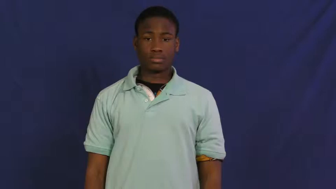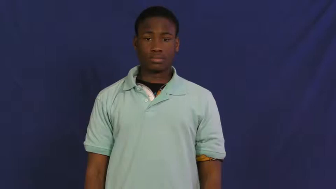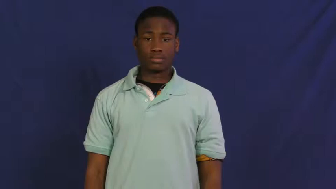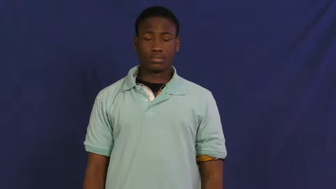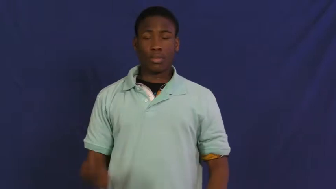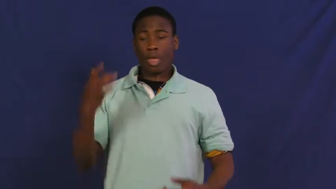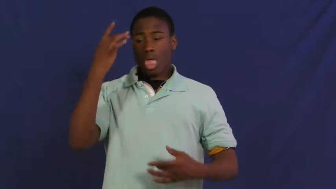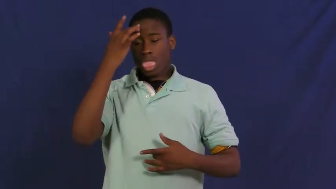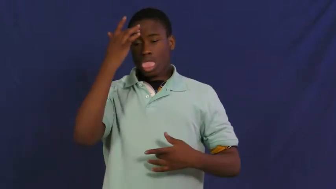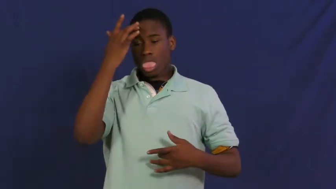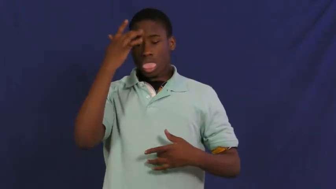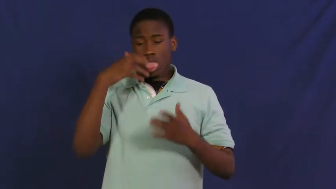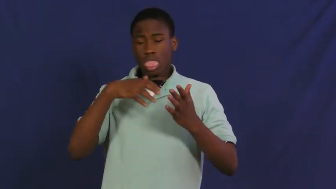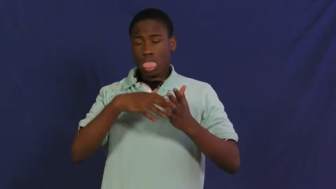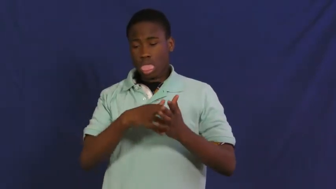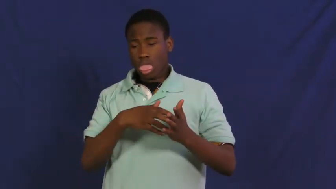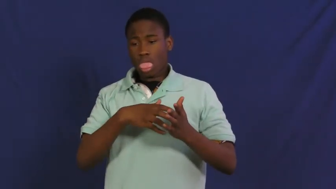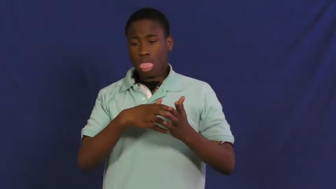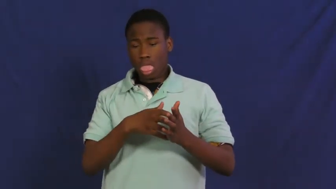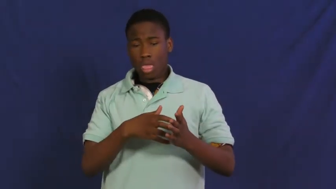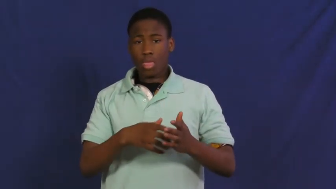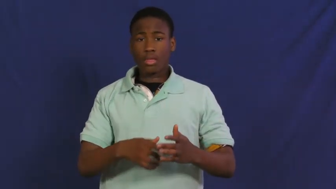frail,puny